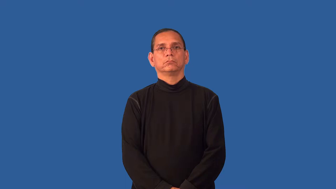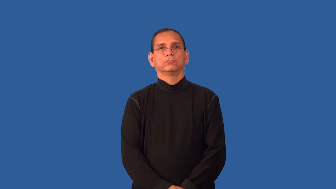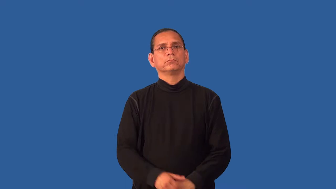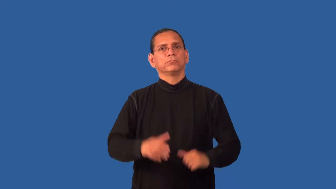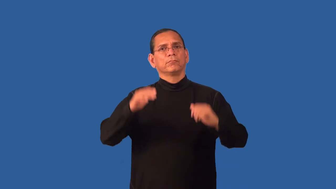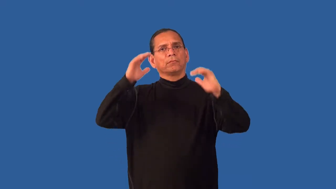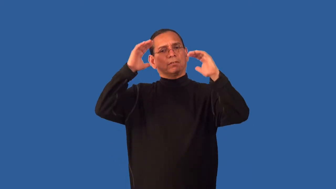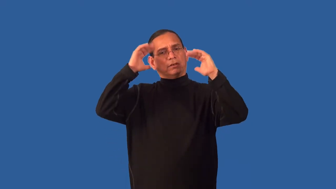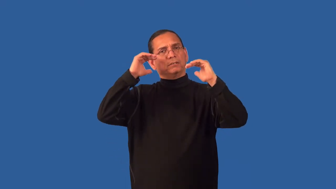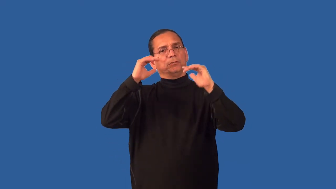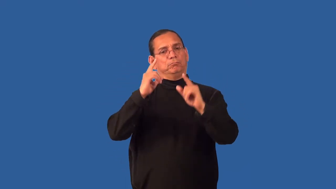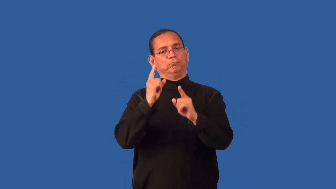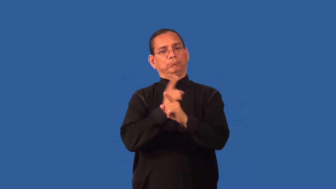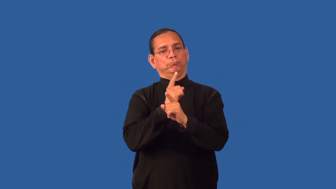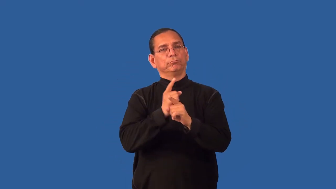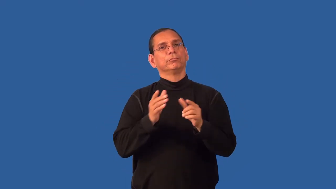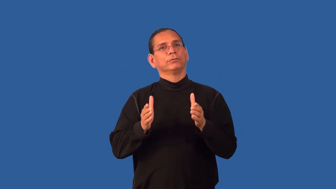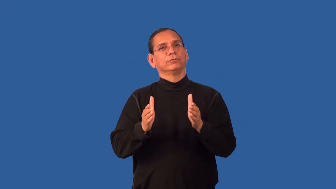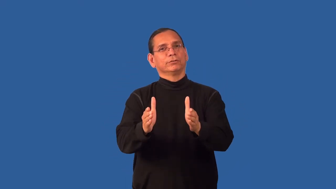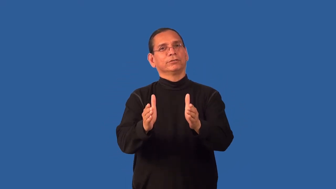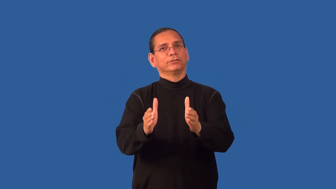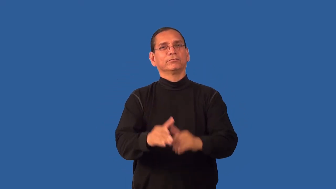duly